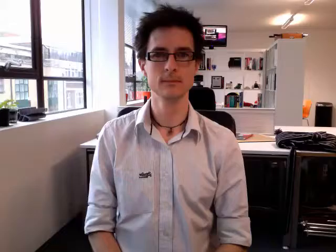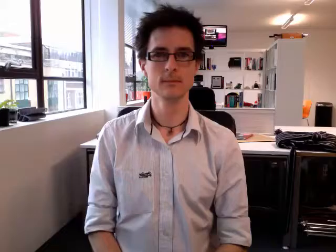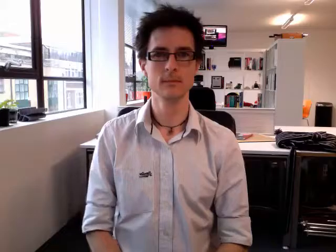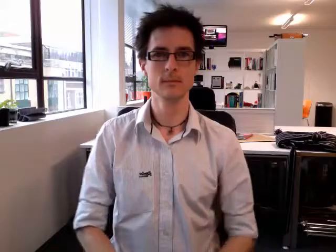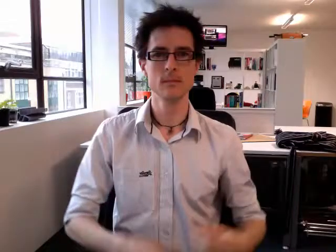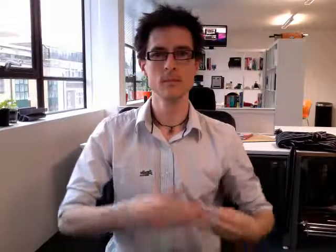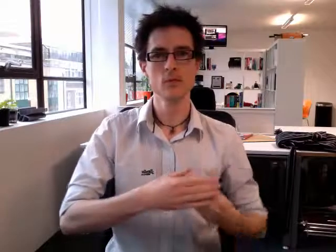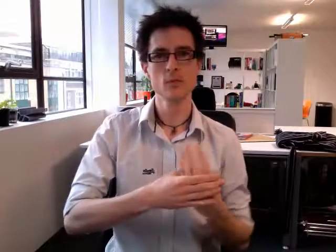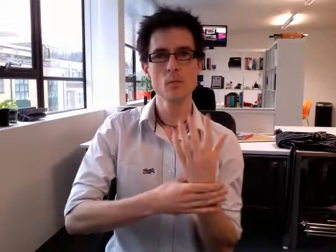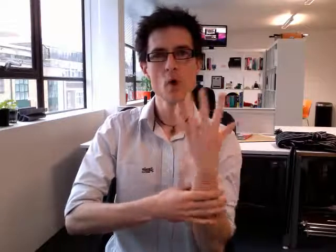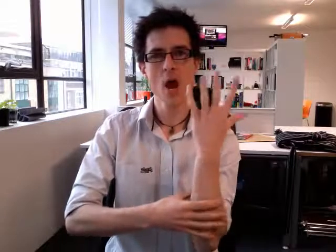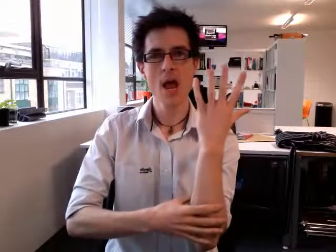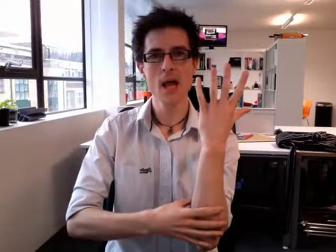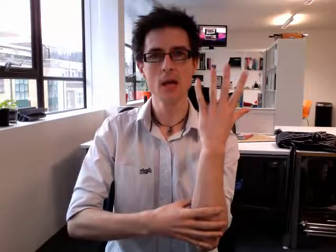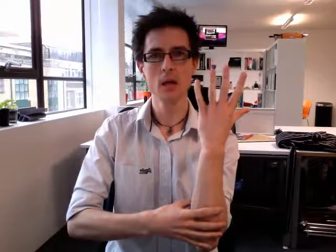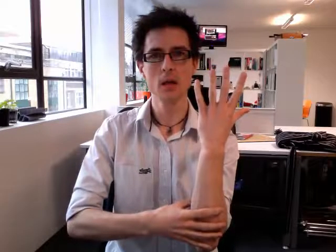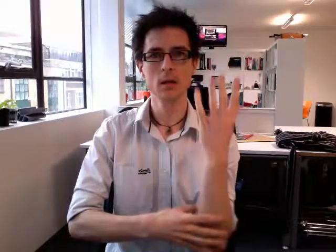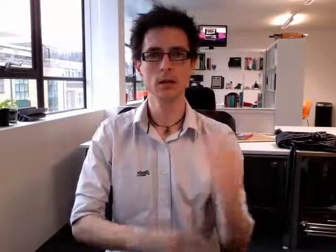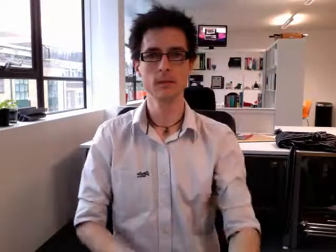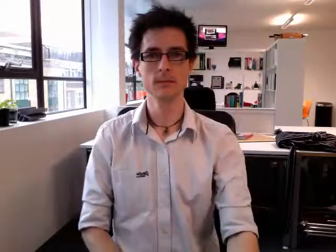spring